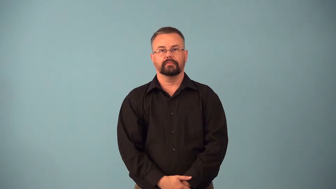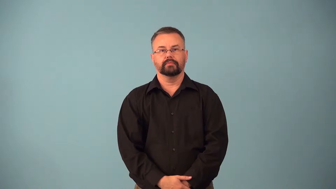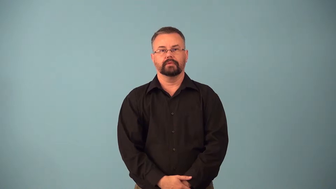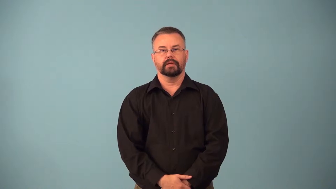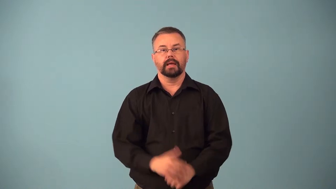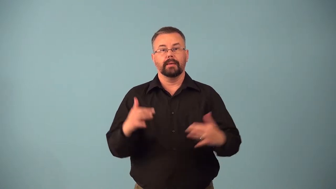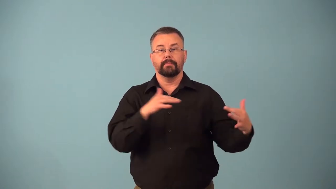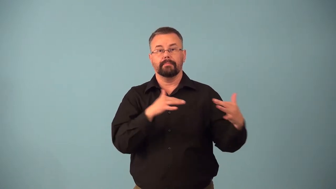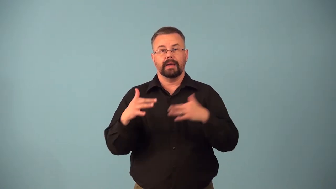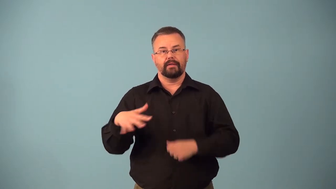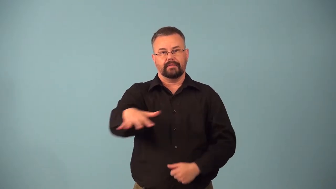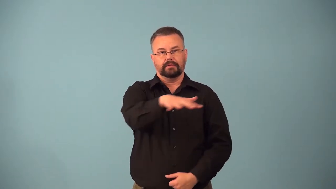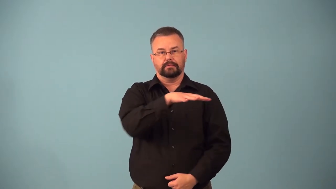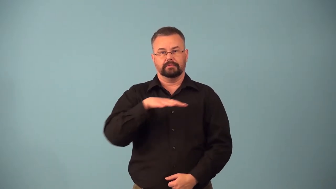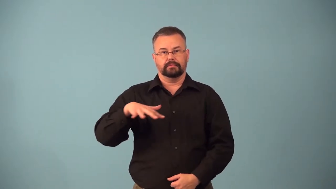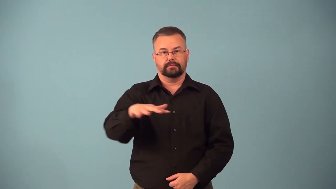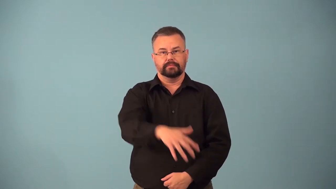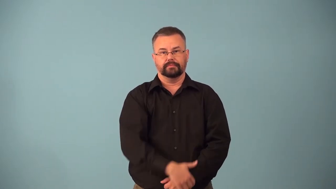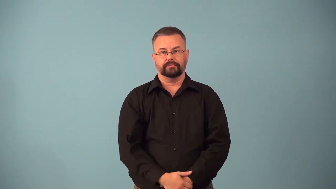battlefield,battleground